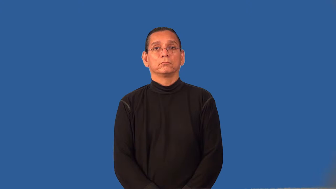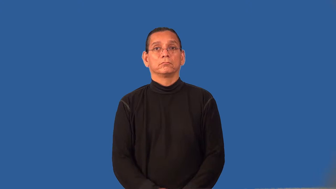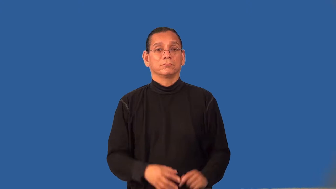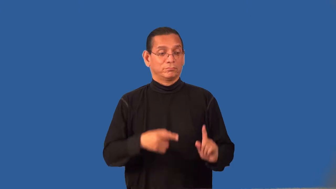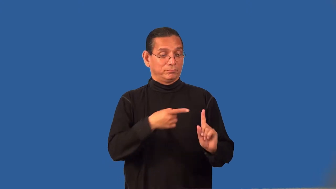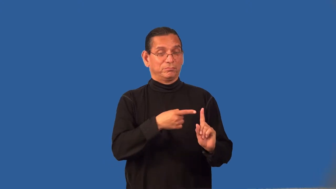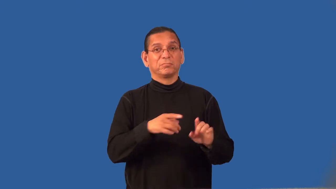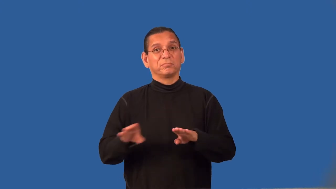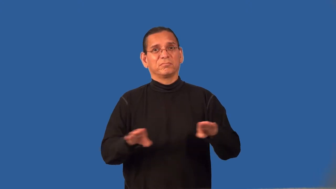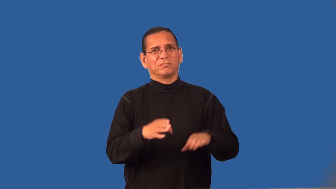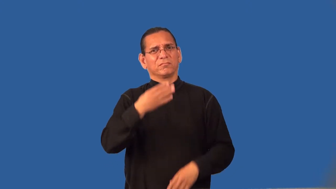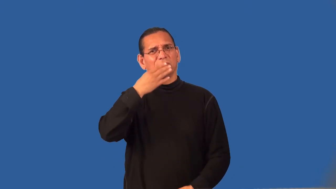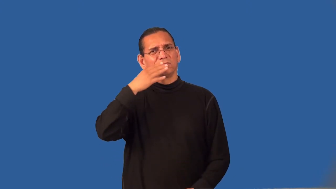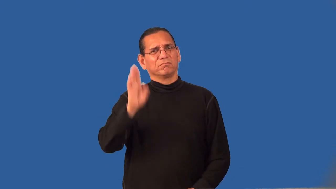reprobate,scapegrace